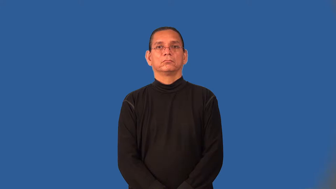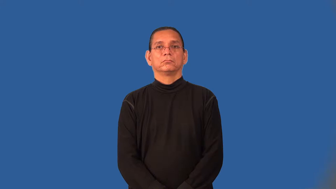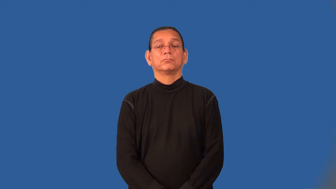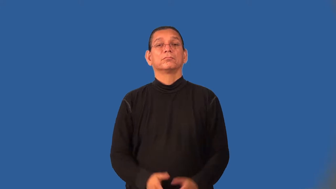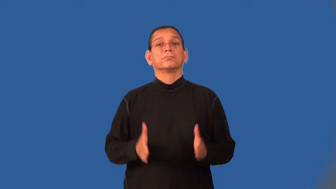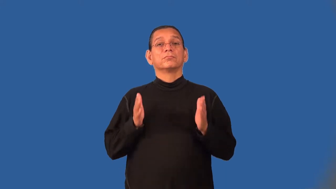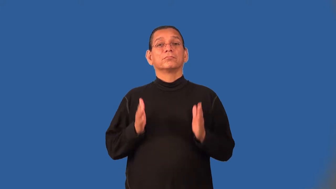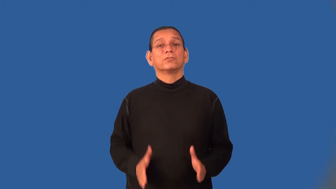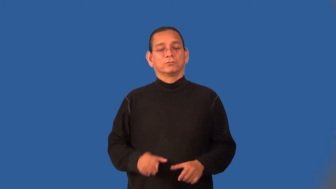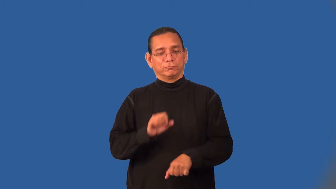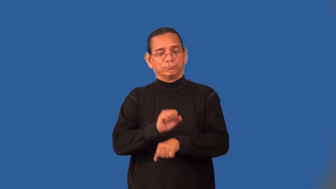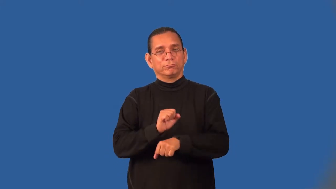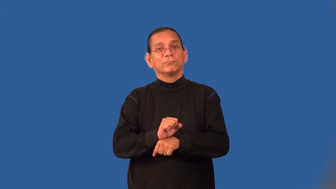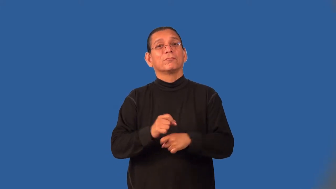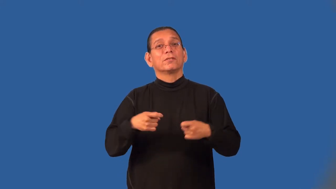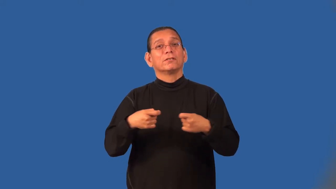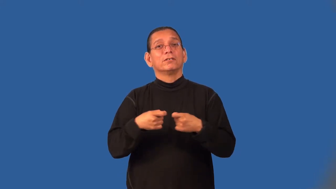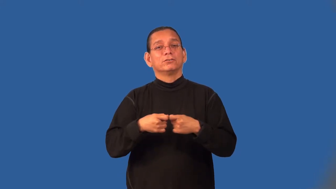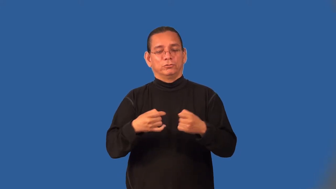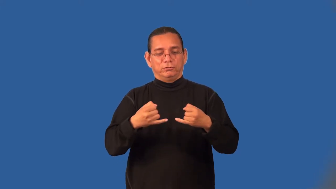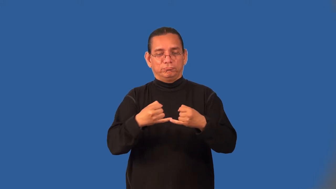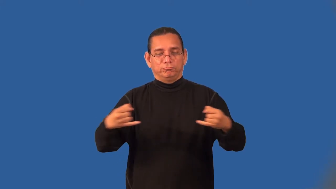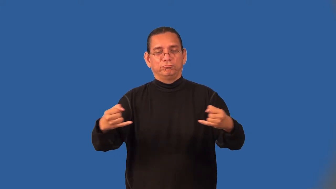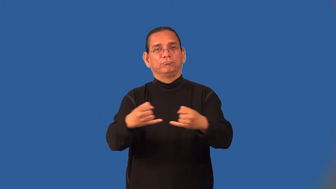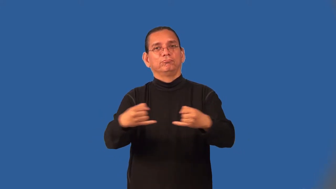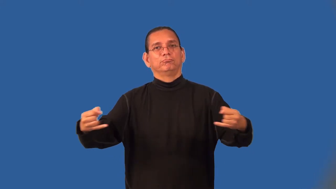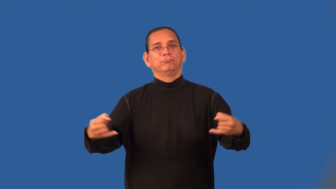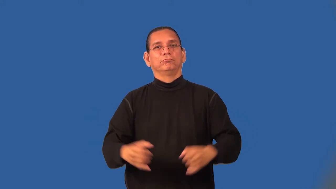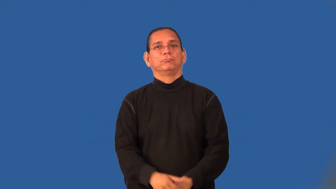lineman-electricity